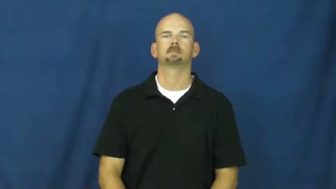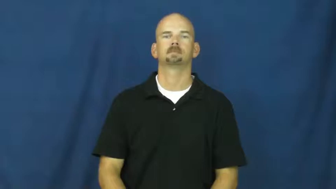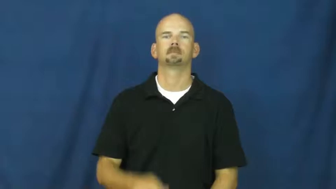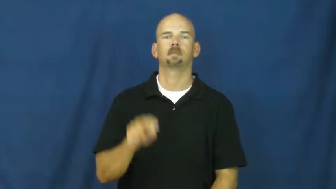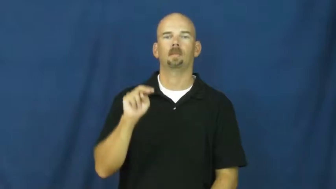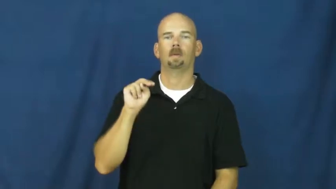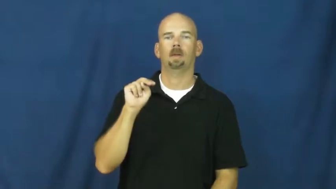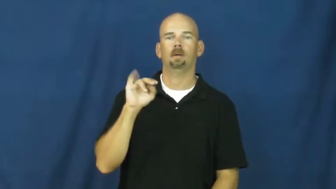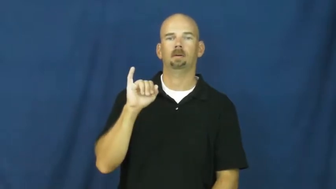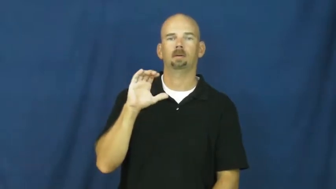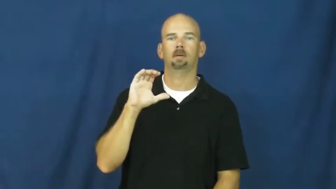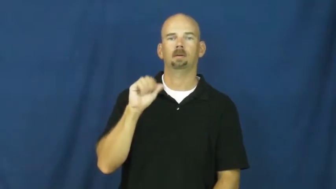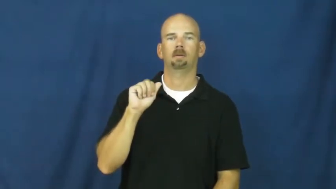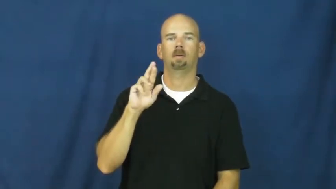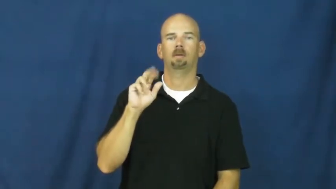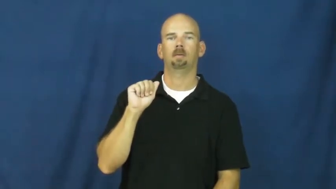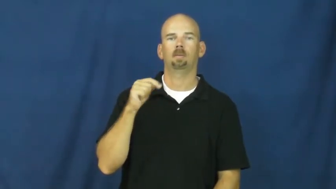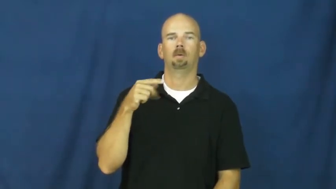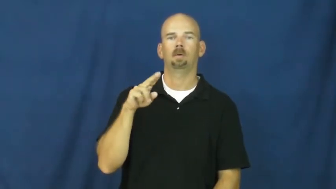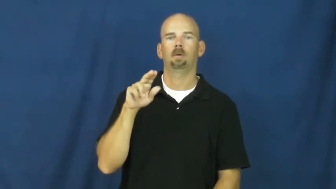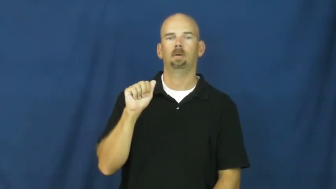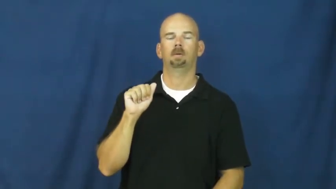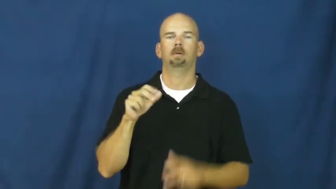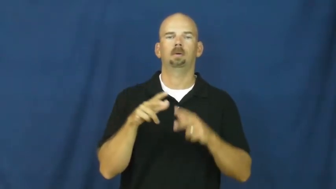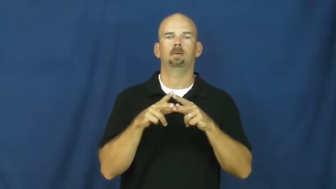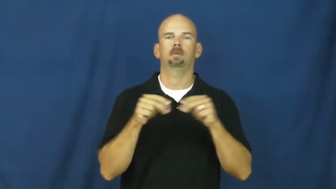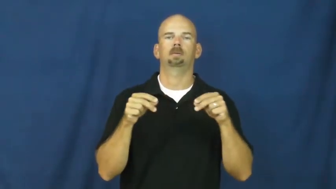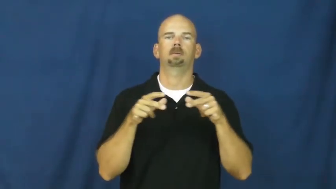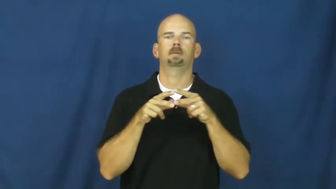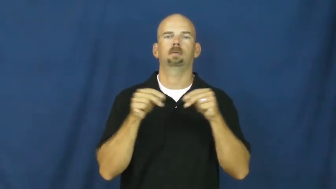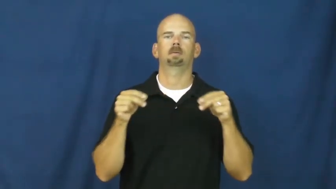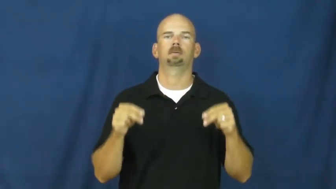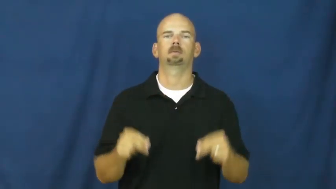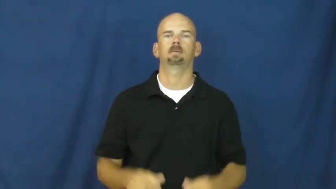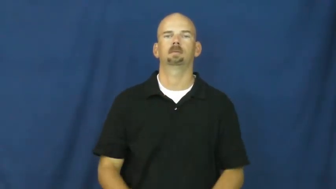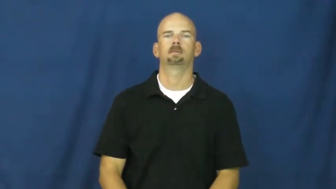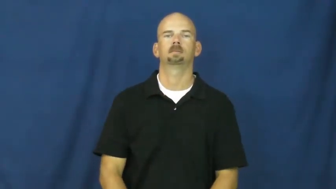nicaragua